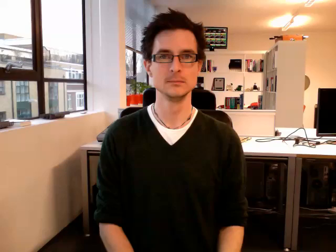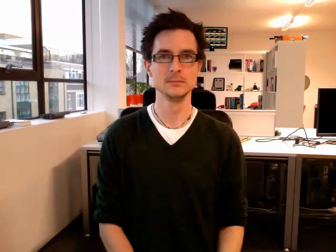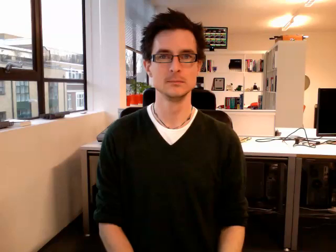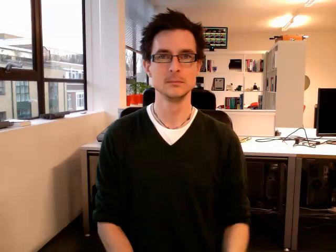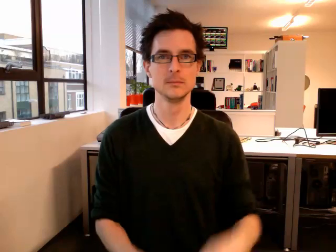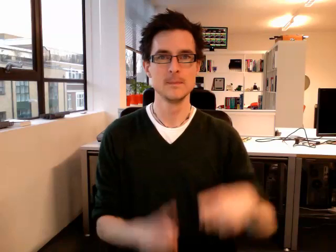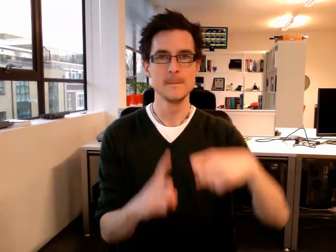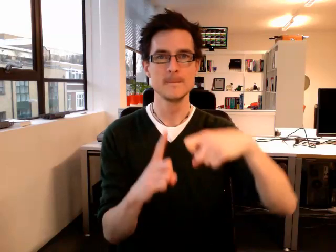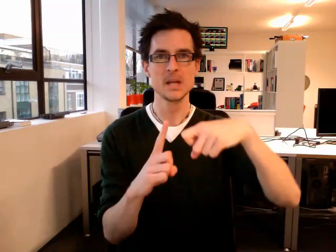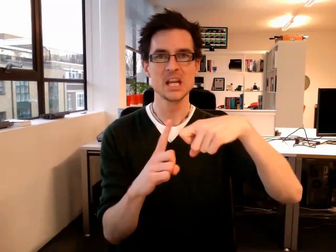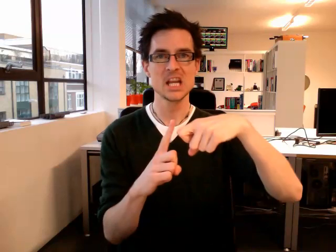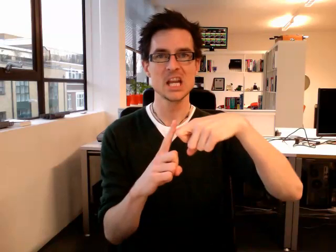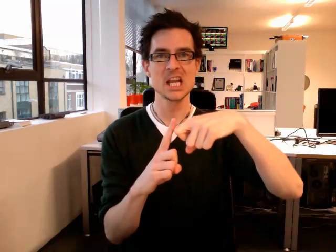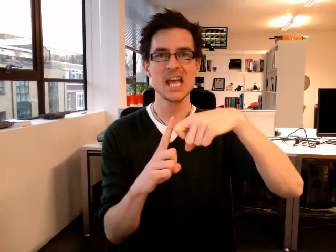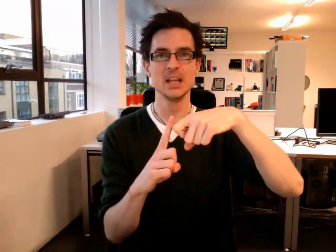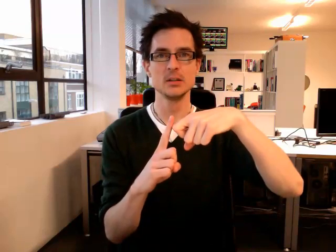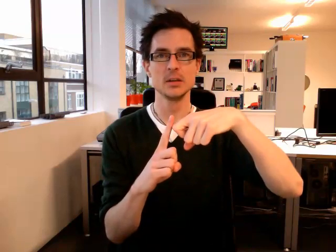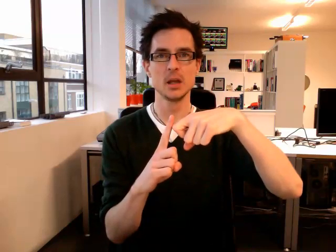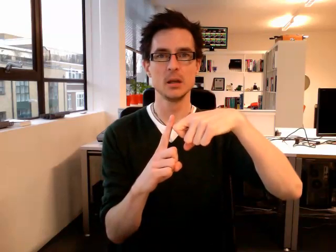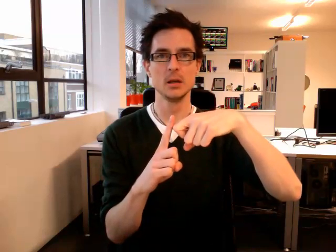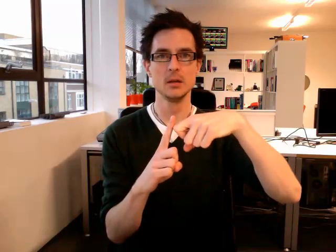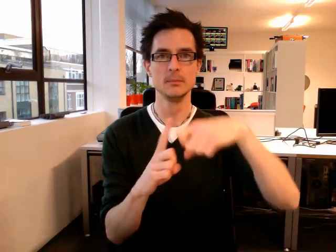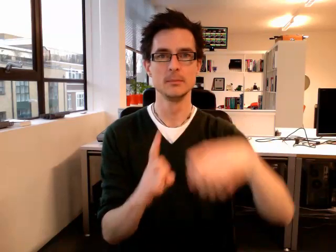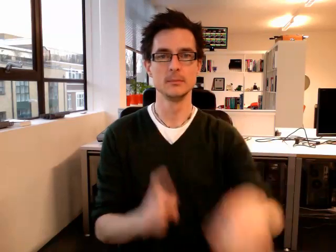kitchen